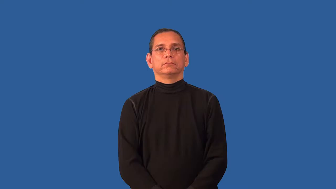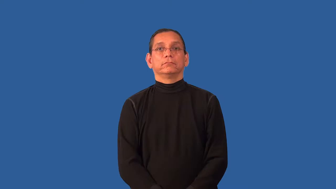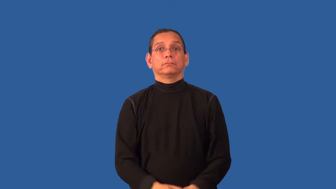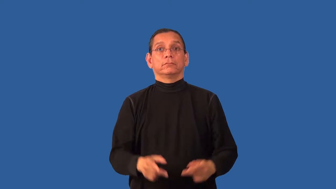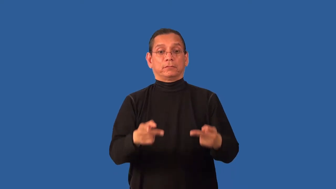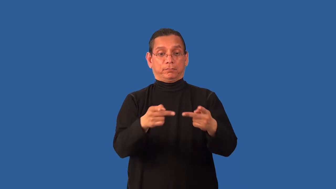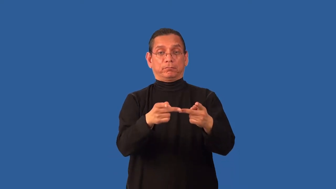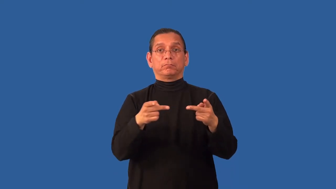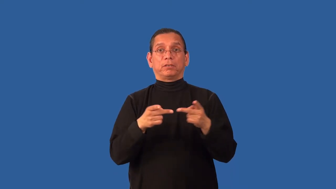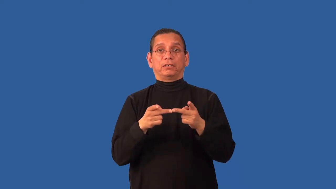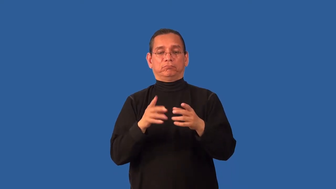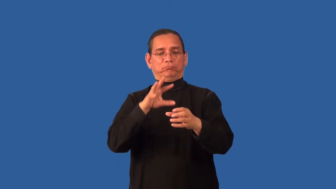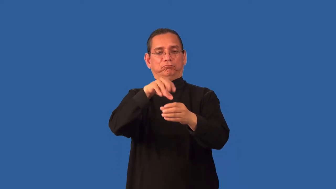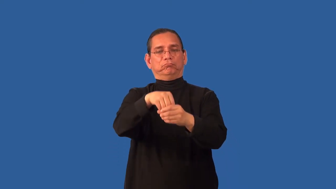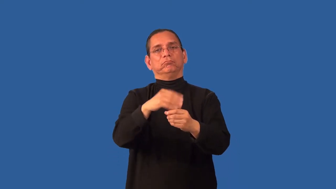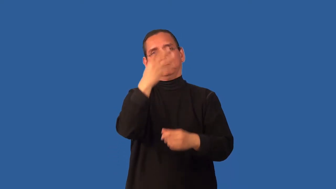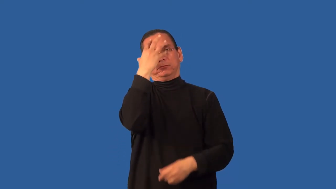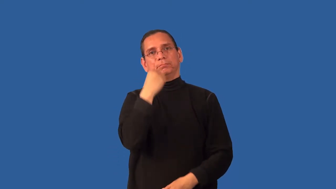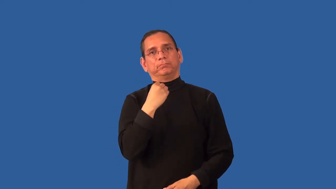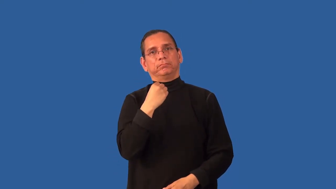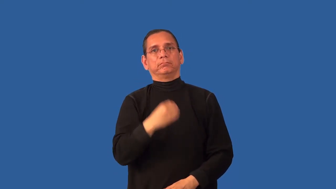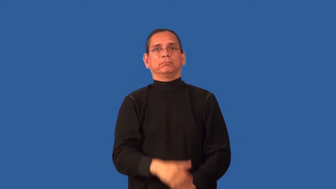accomodation-place to stay